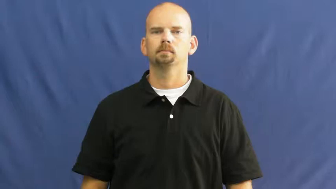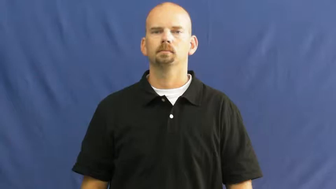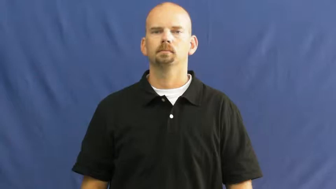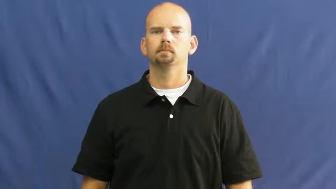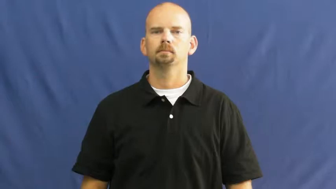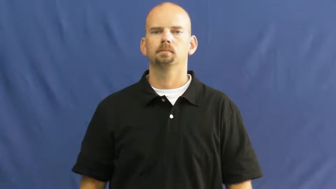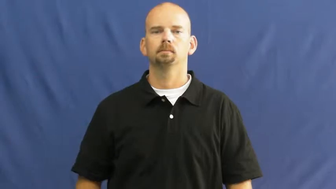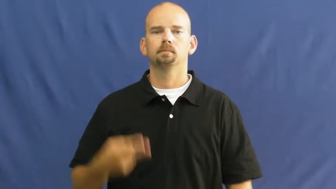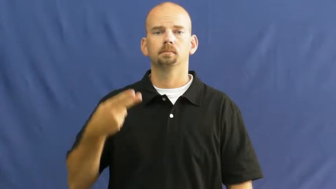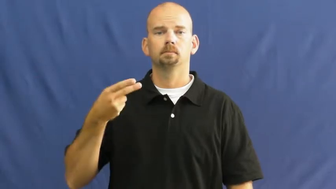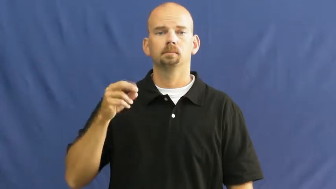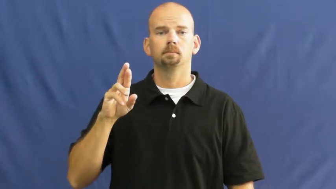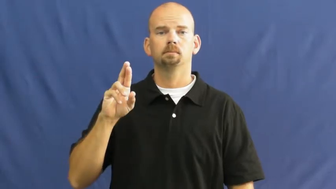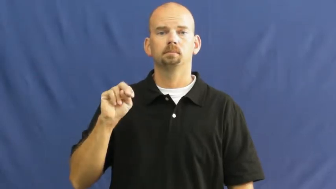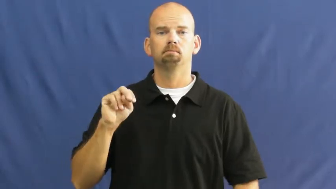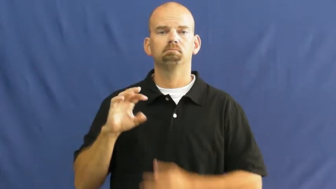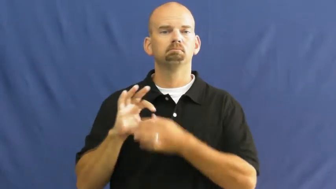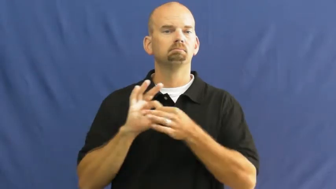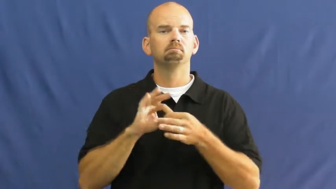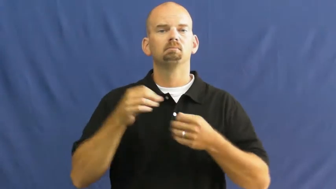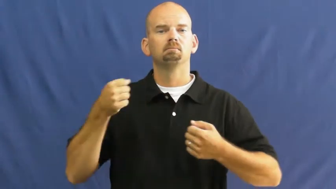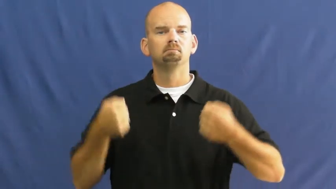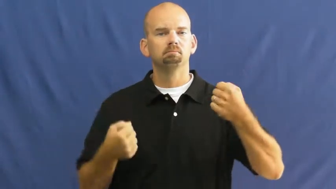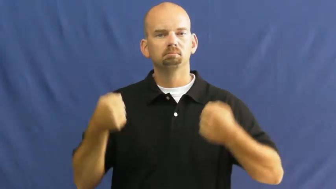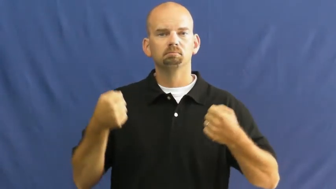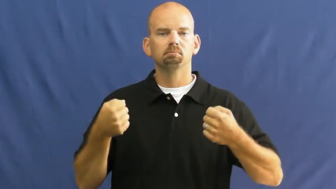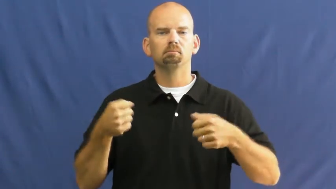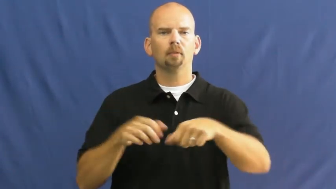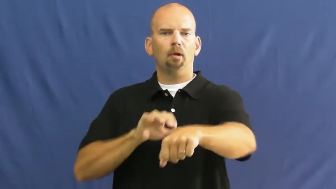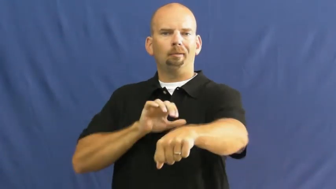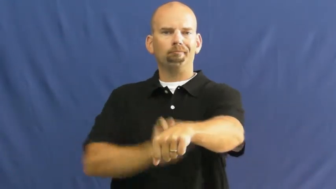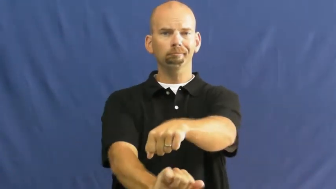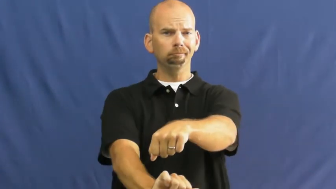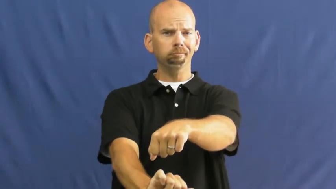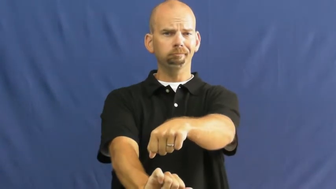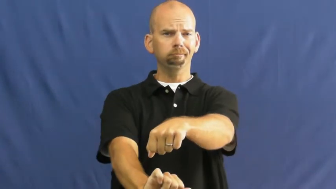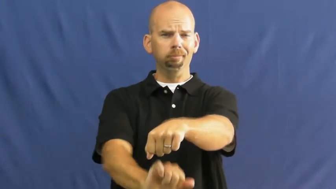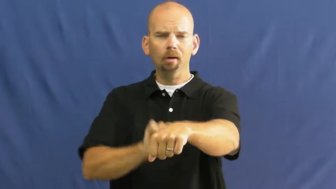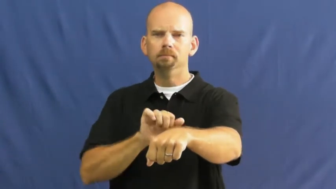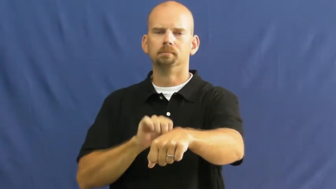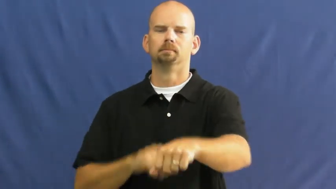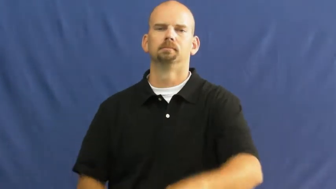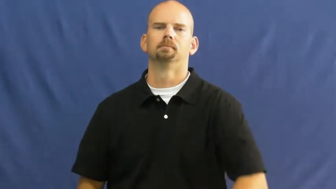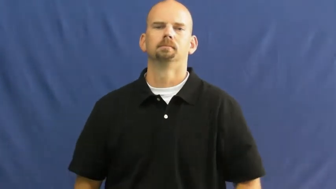horn,hooter,hooters,tooter,claxon-car